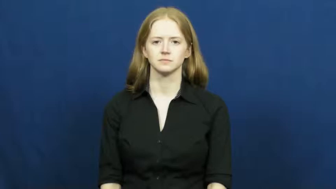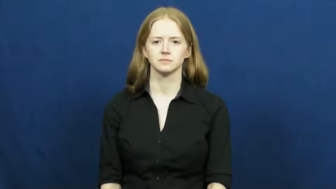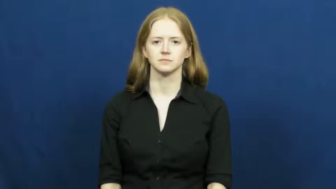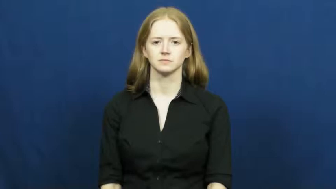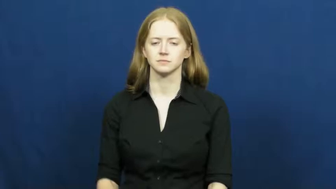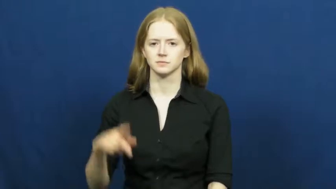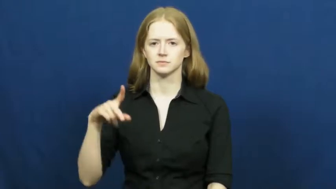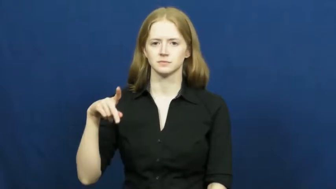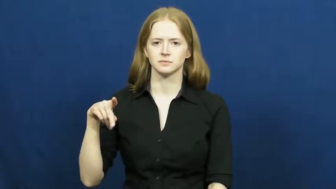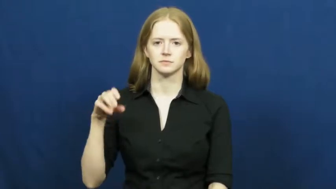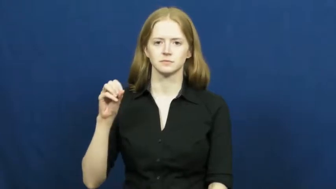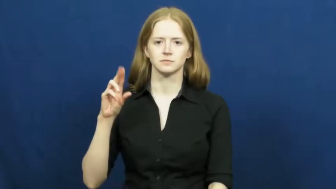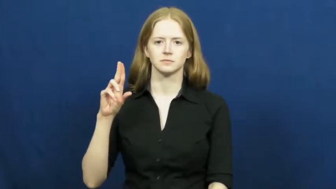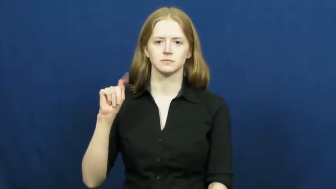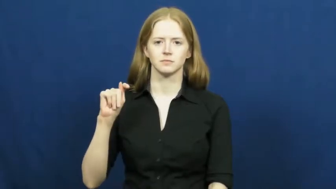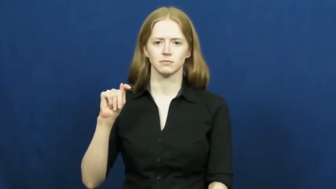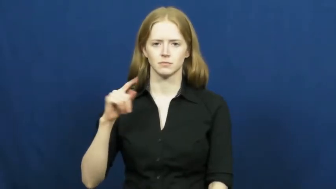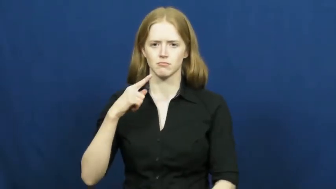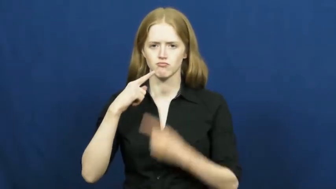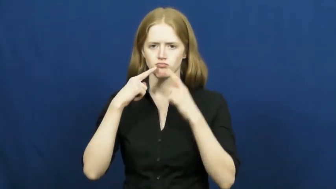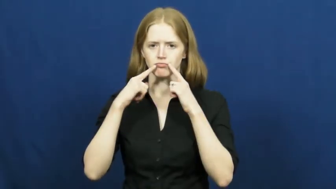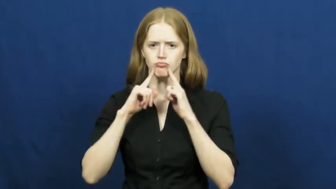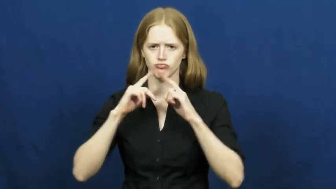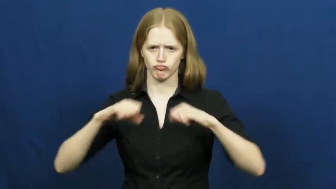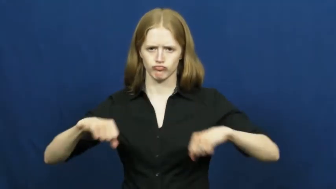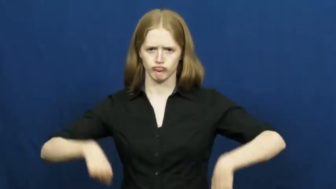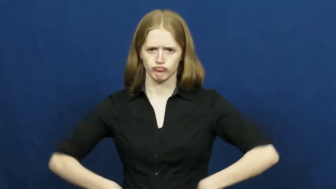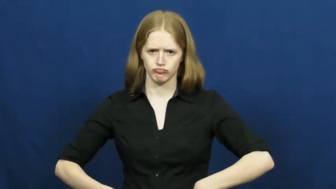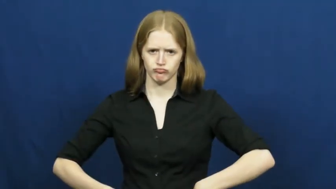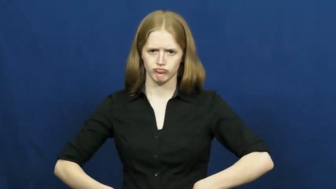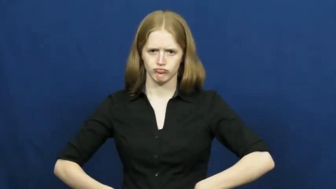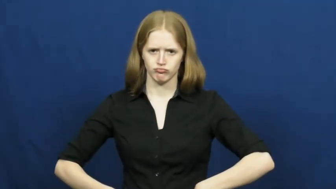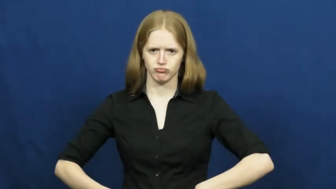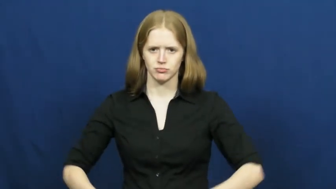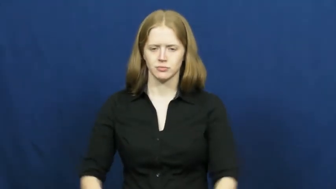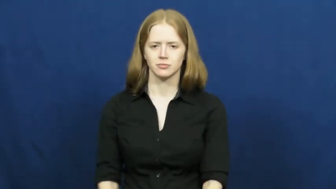pout